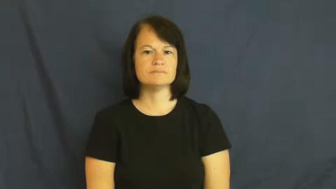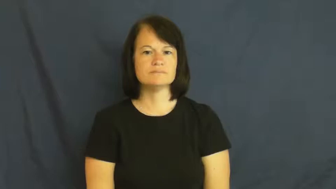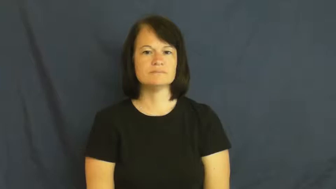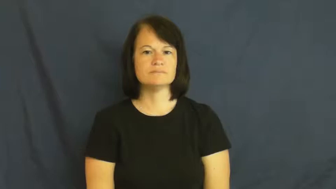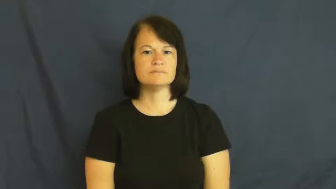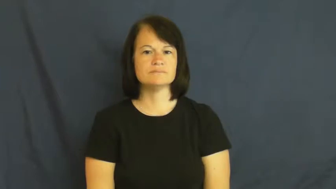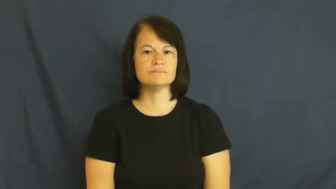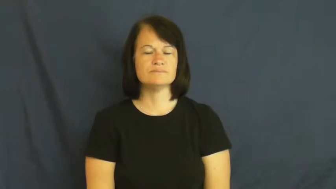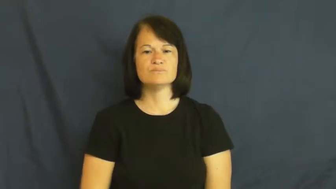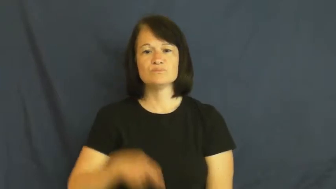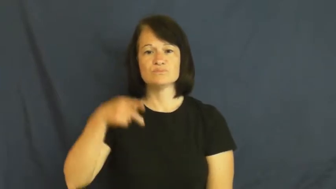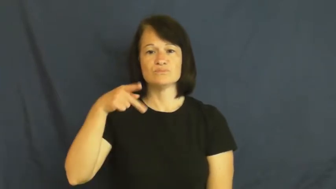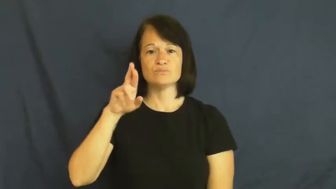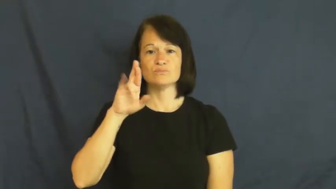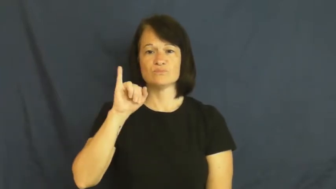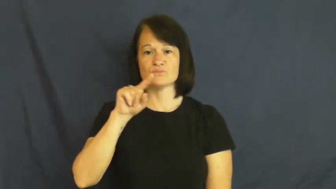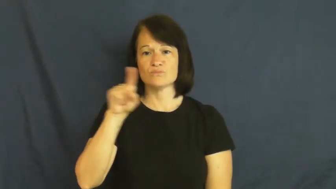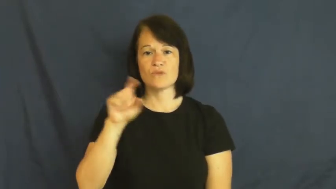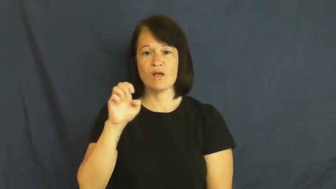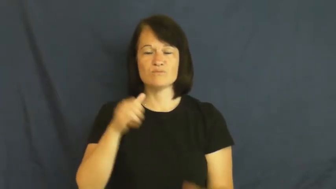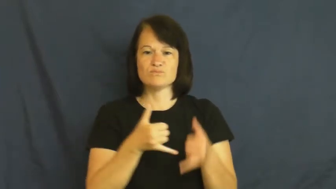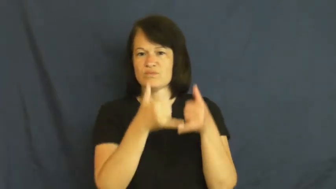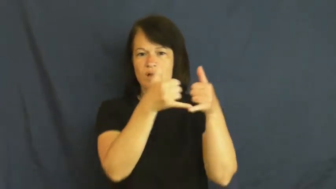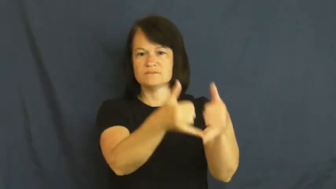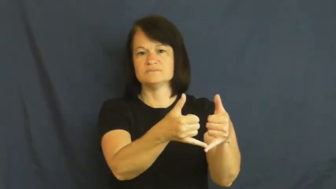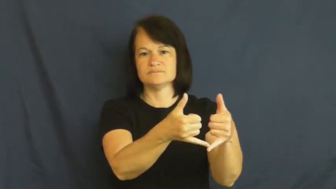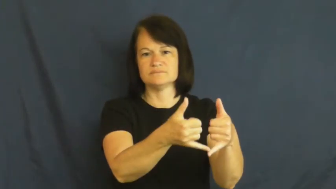prize